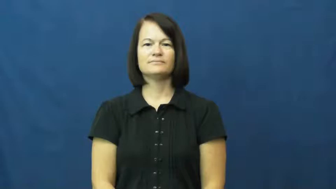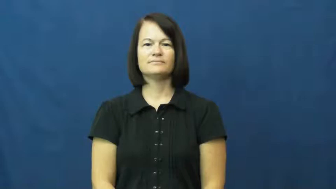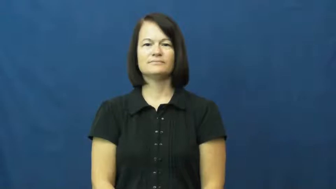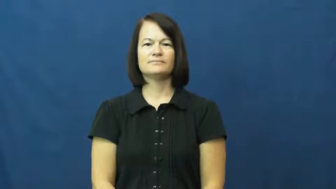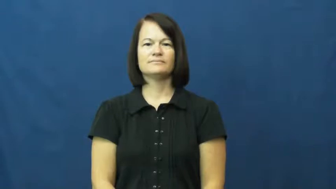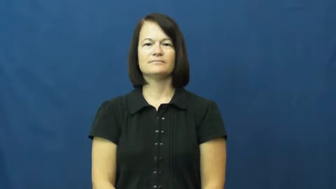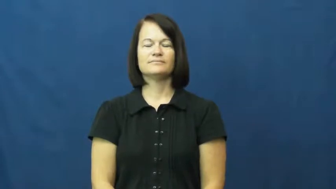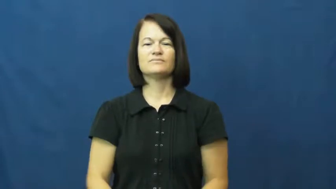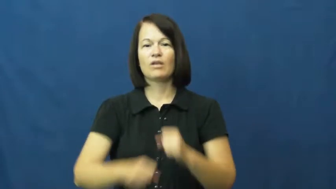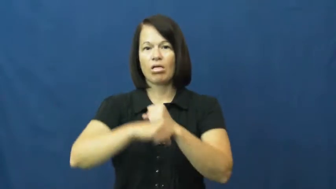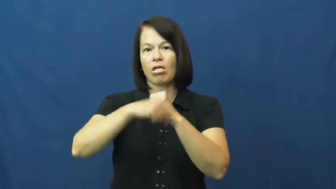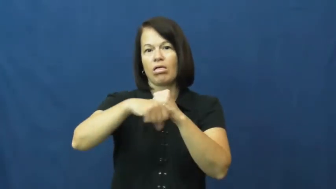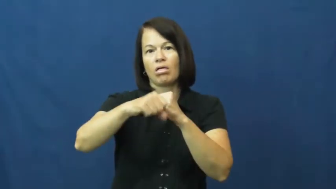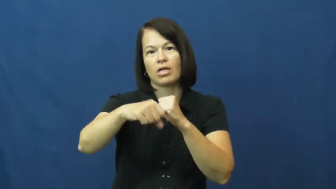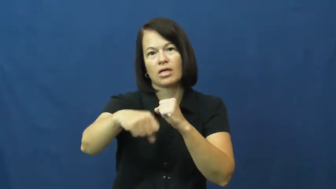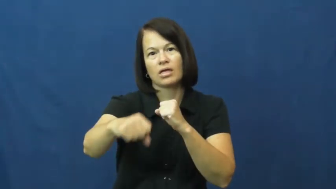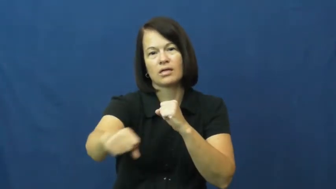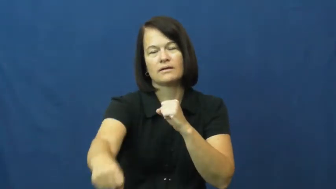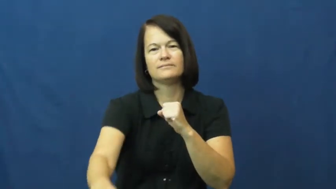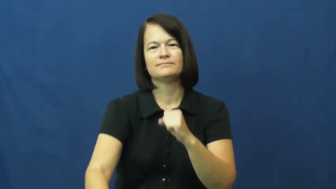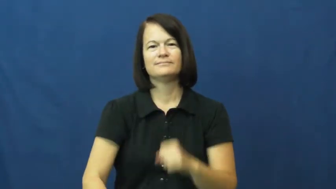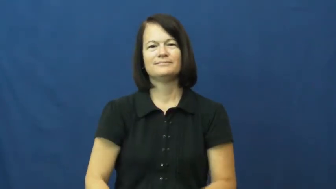protract